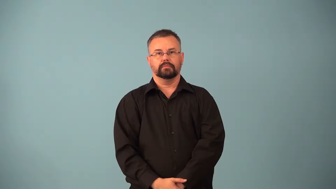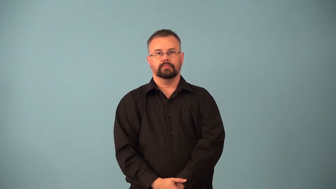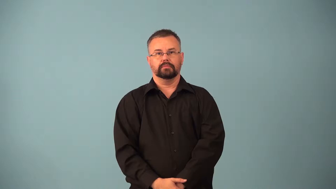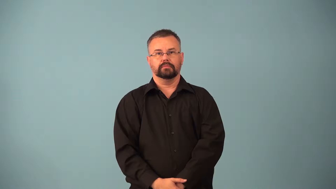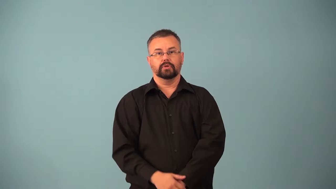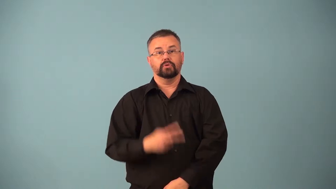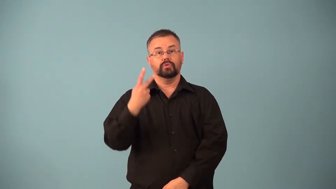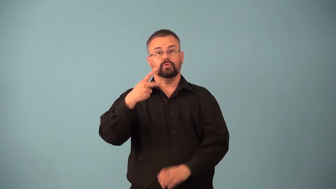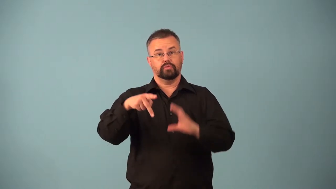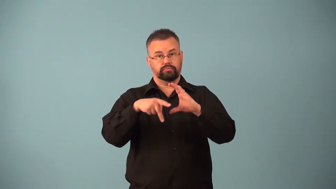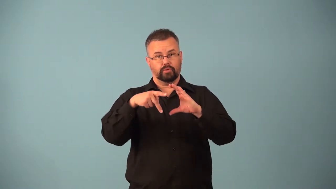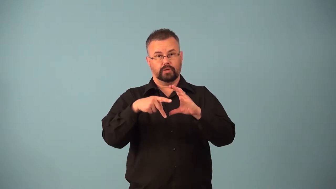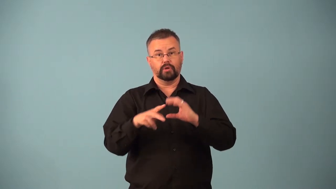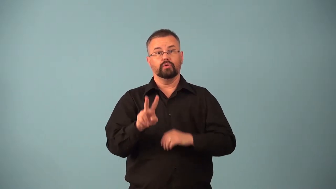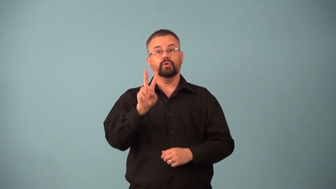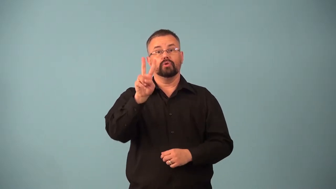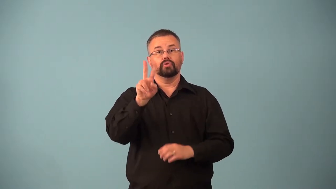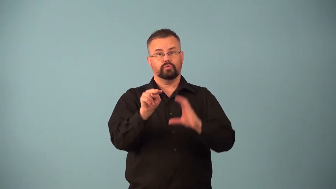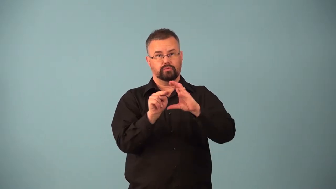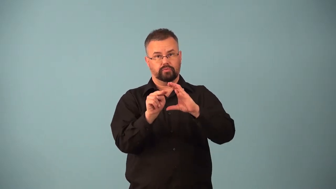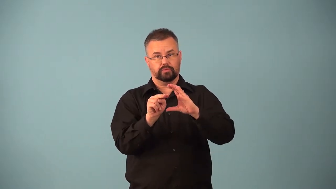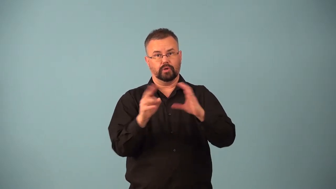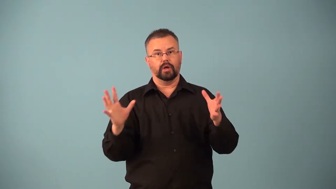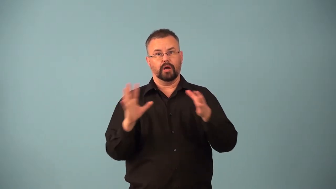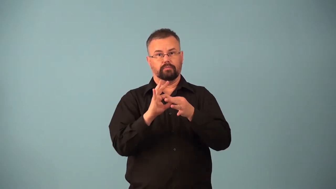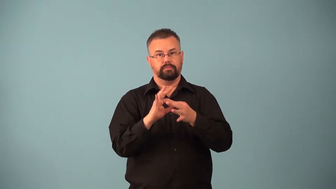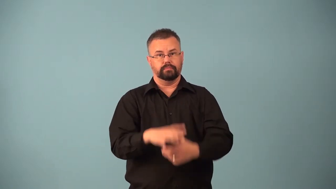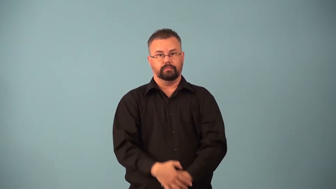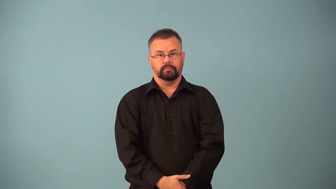alpha particle